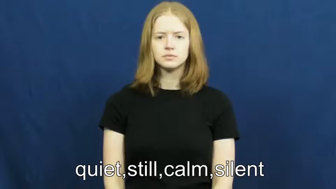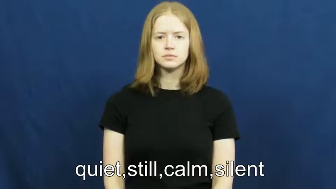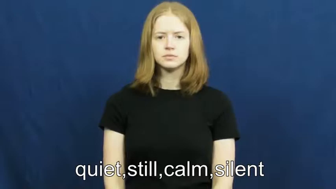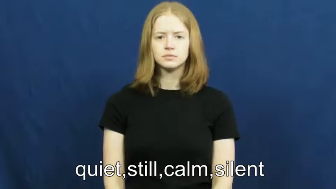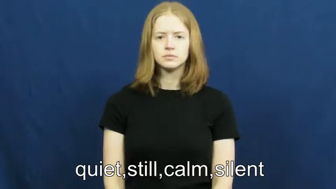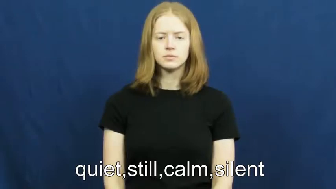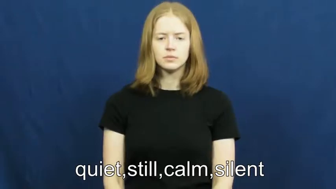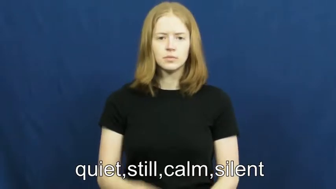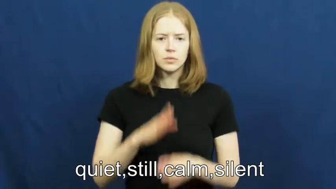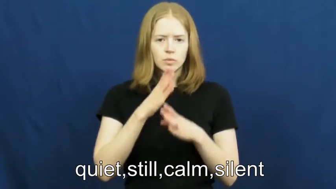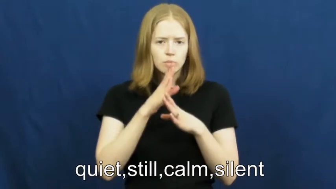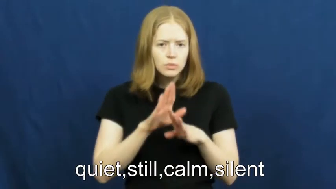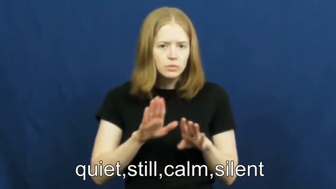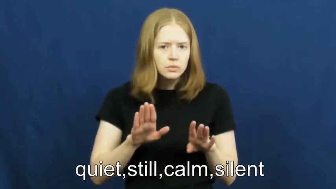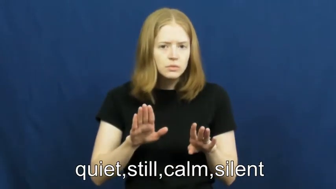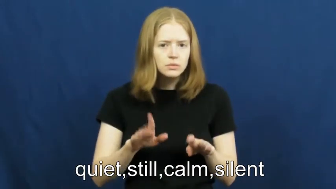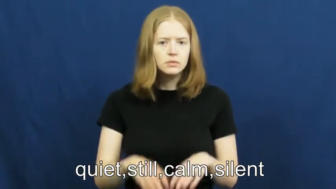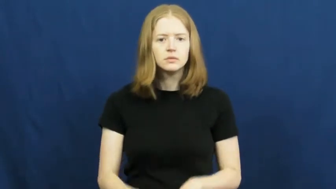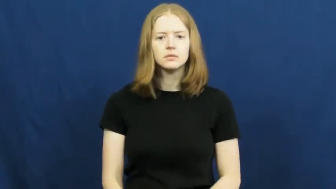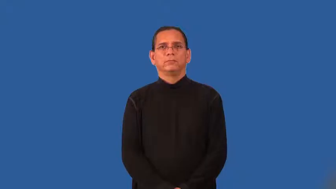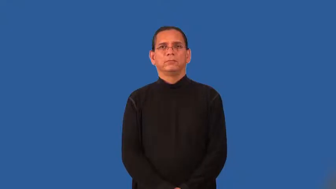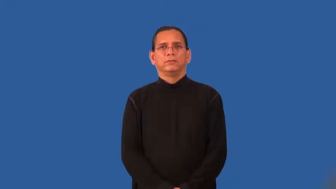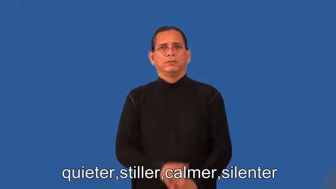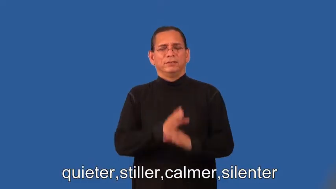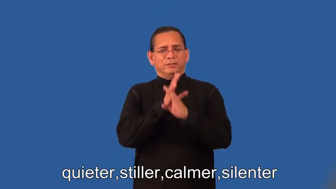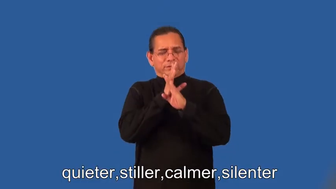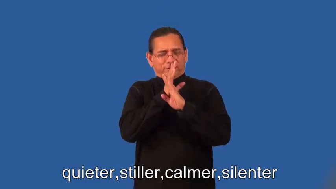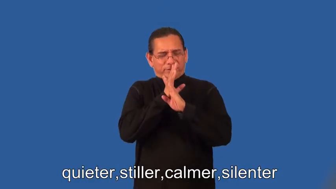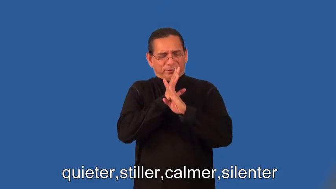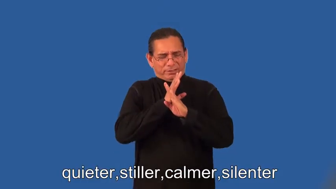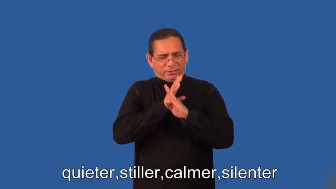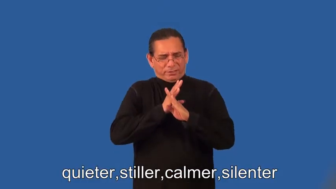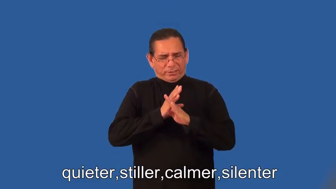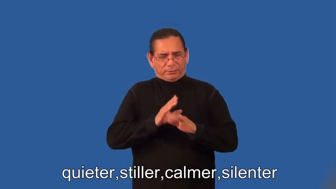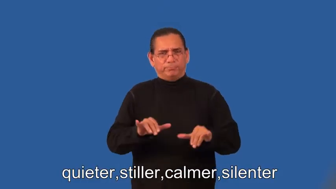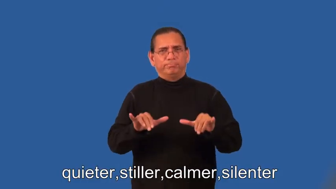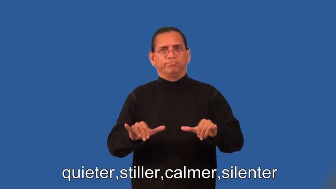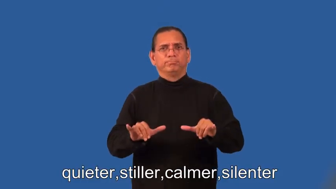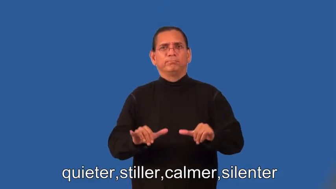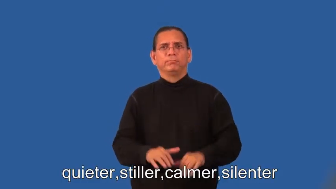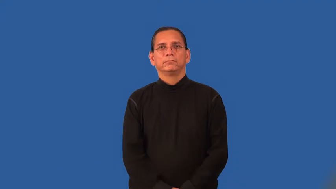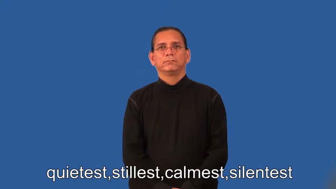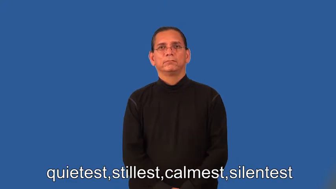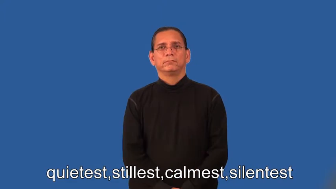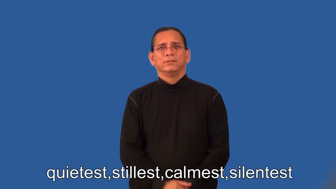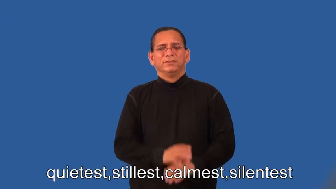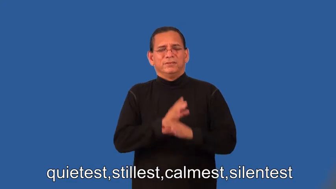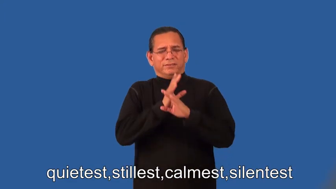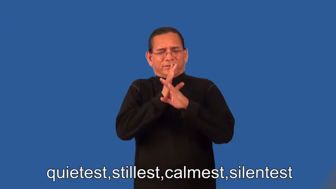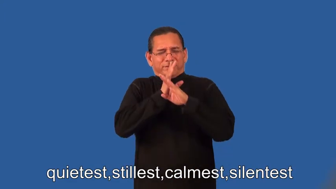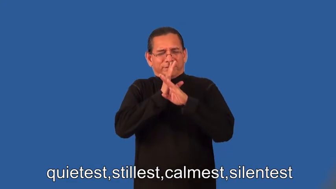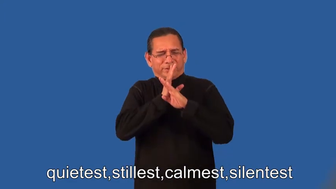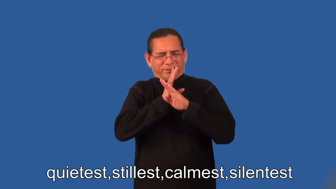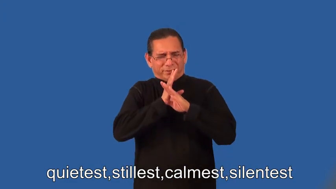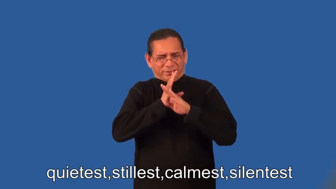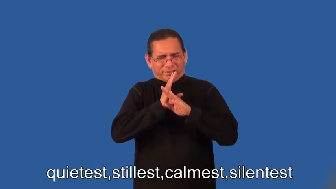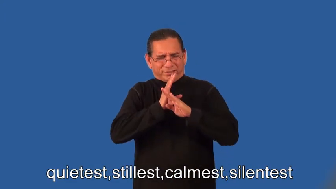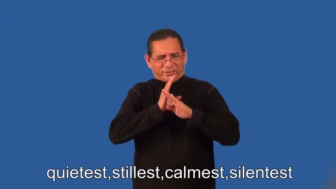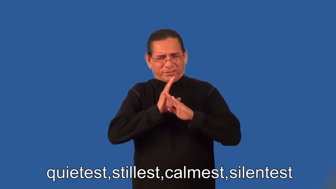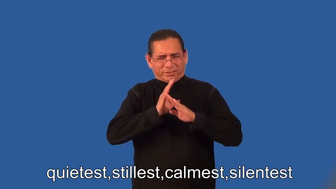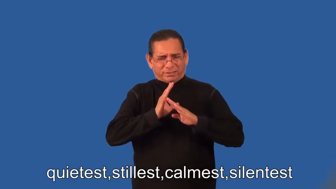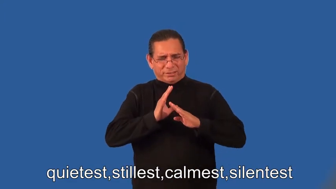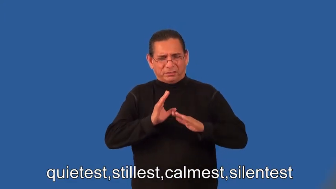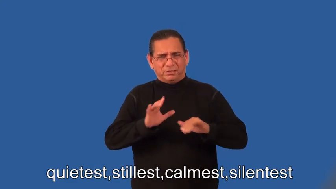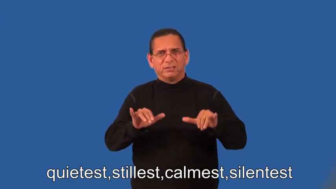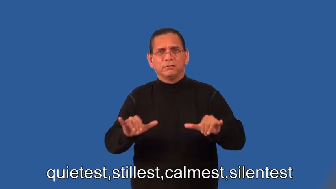quieter,stiller,calmer,silenter,quietest,stillest,calmest,silentest